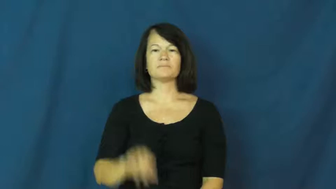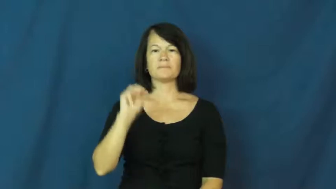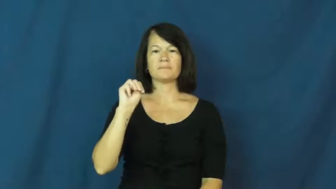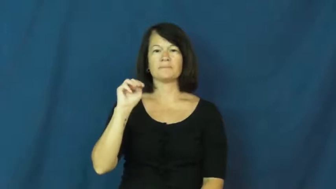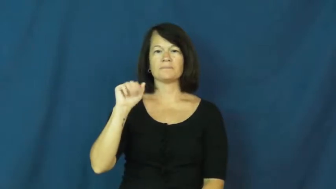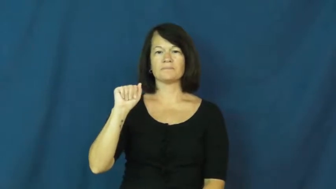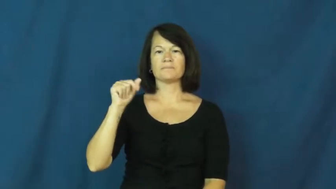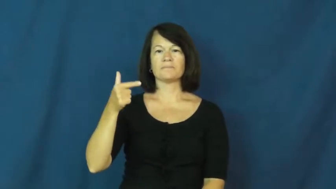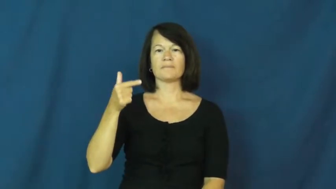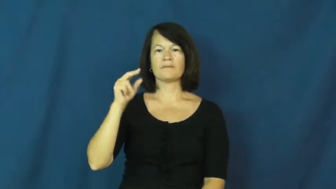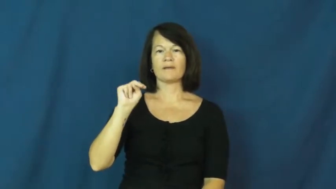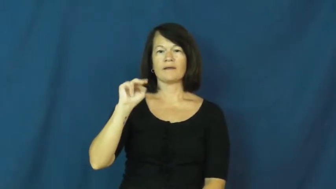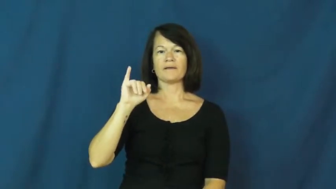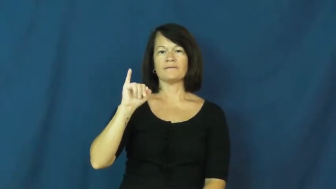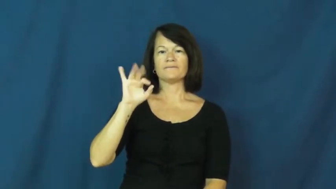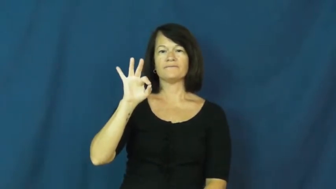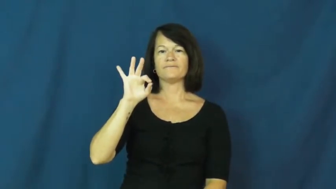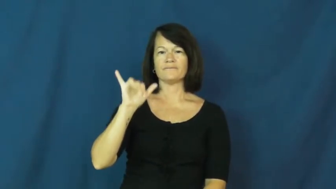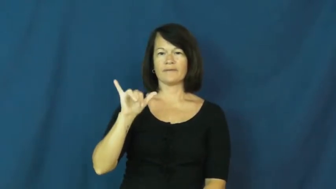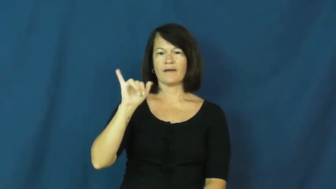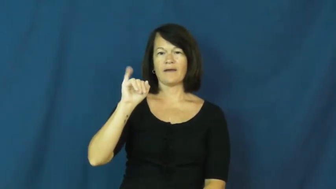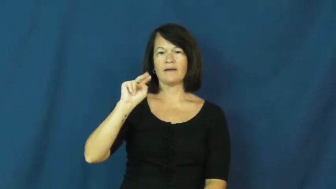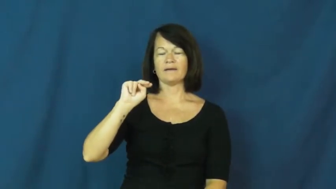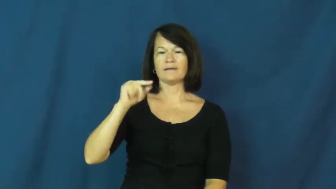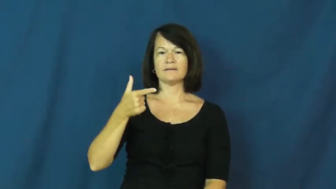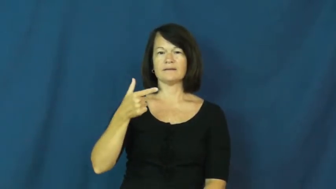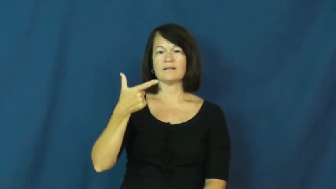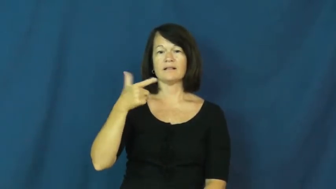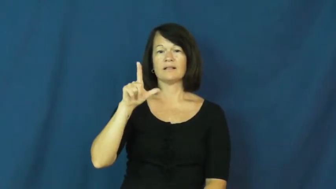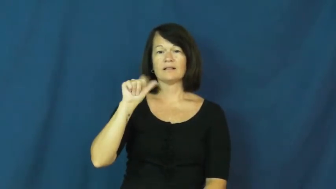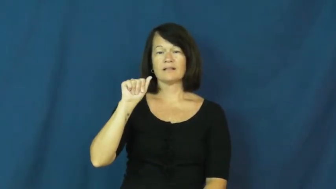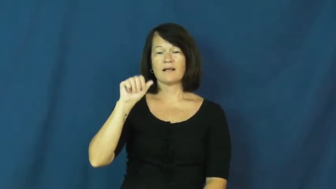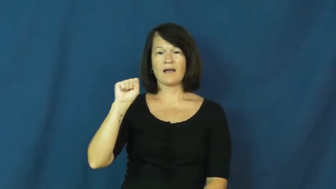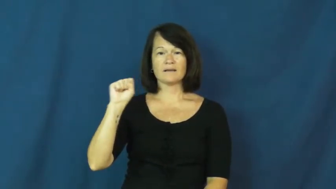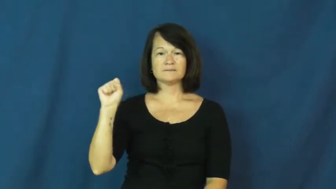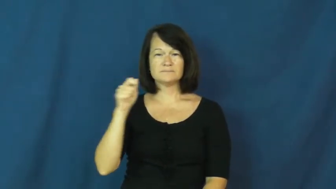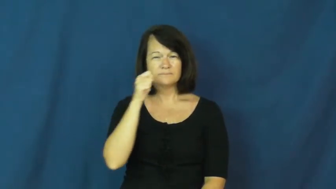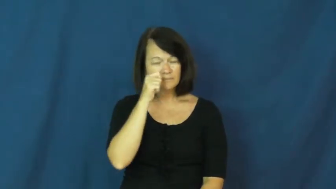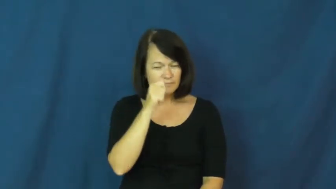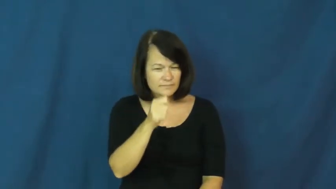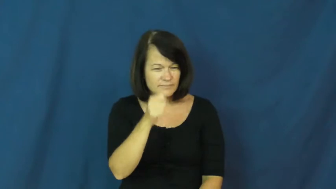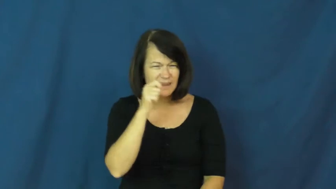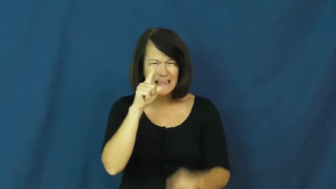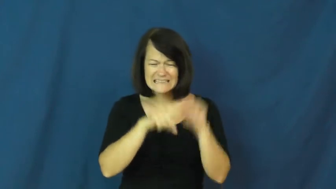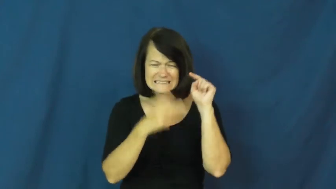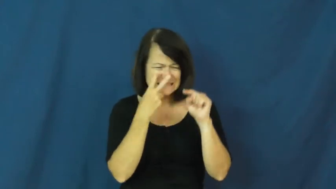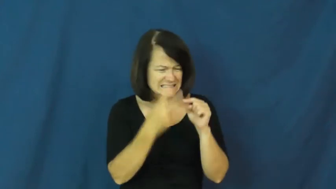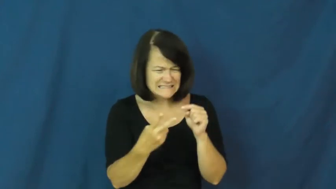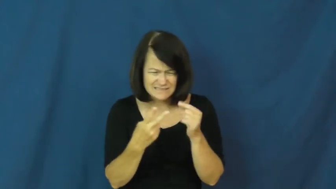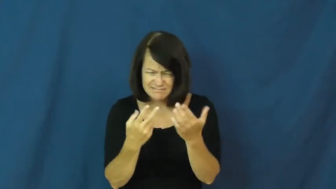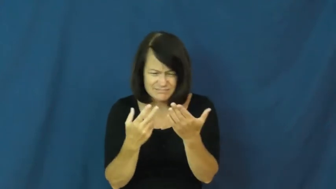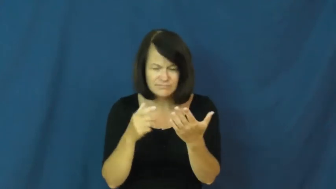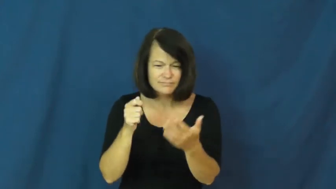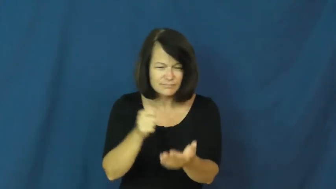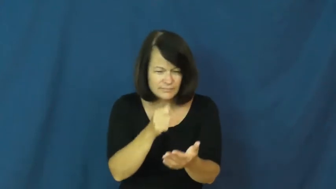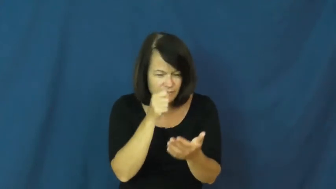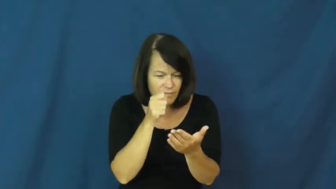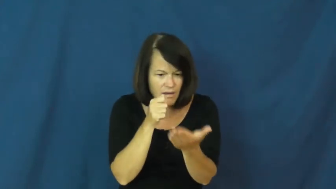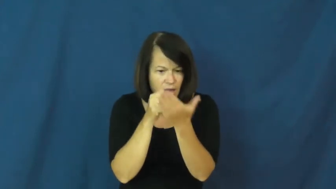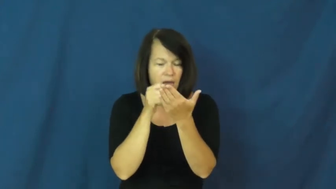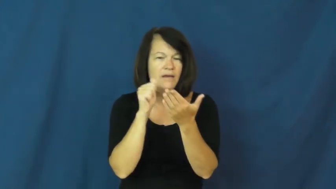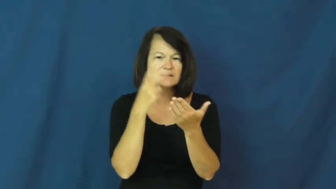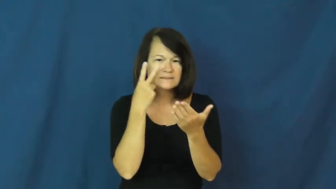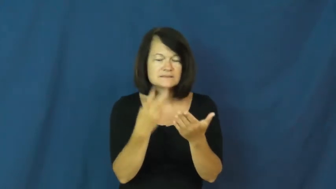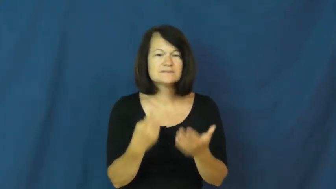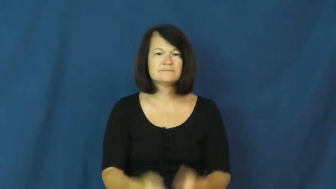magnifying glass